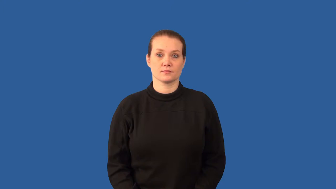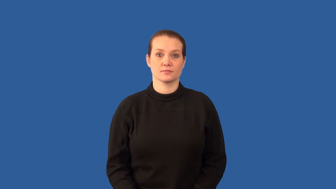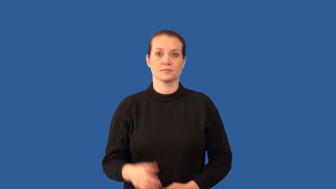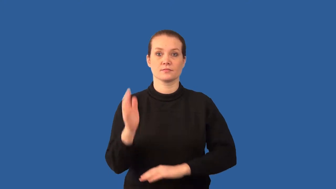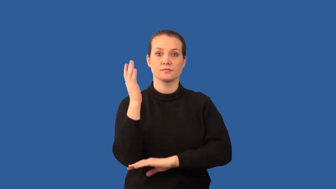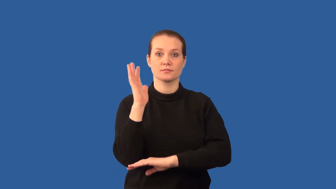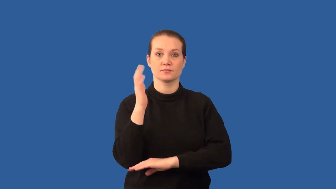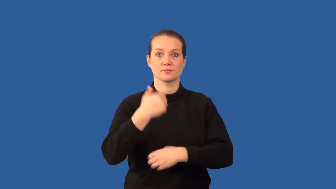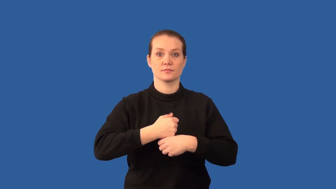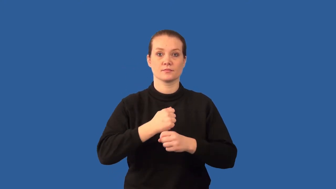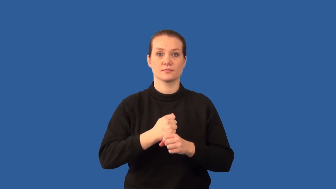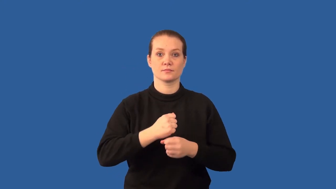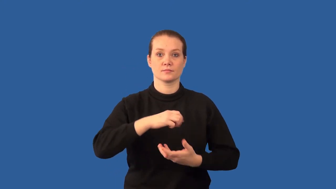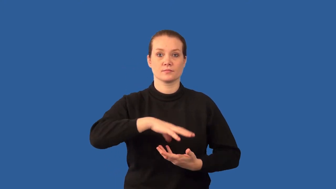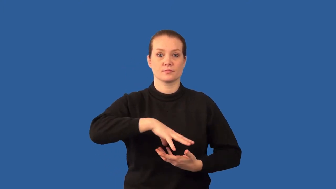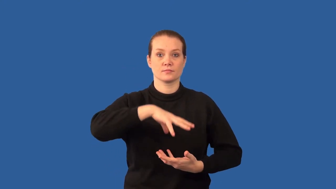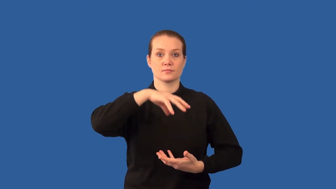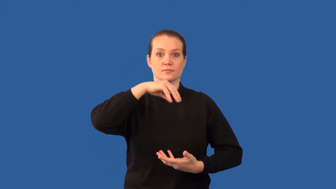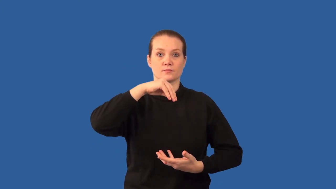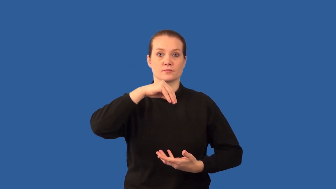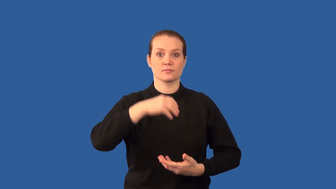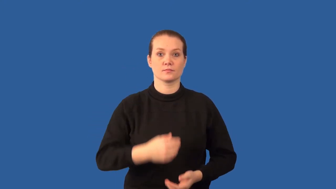coniferous